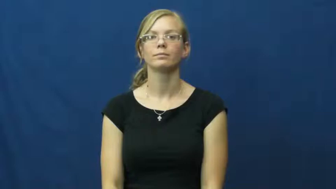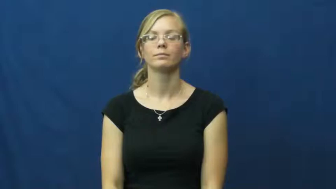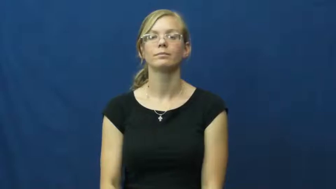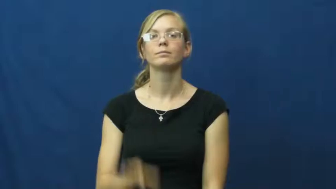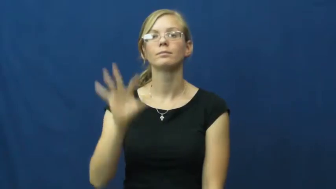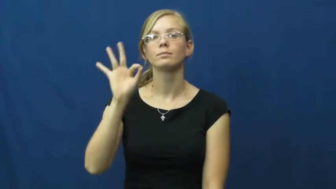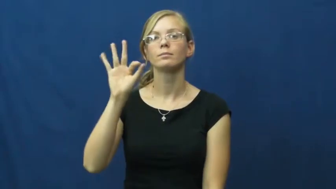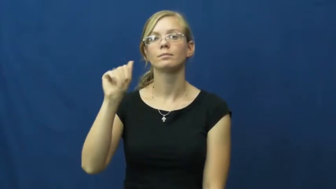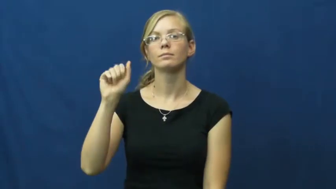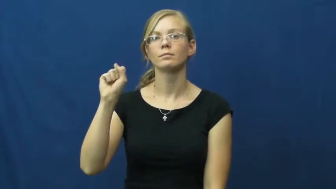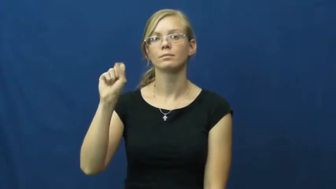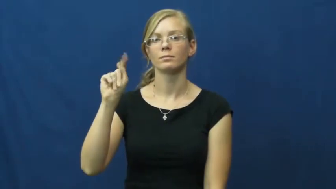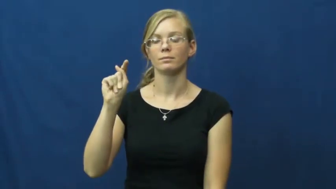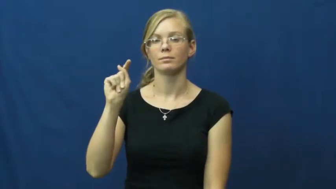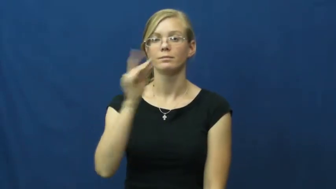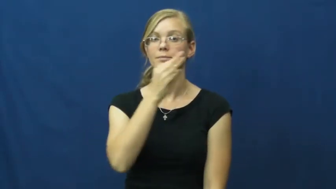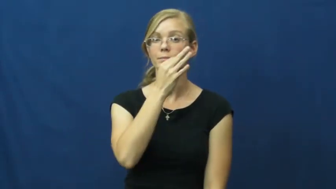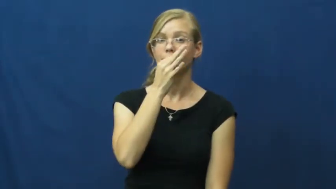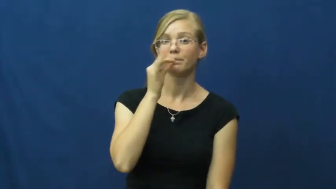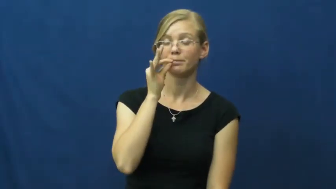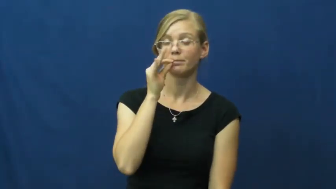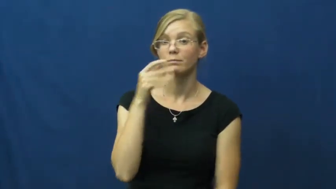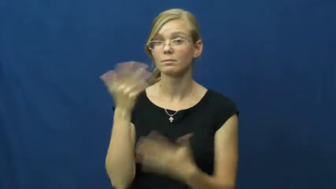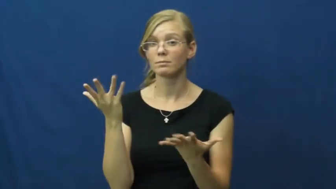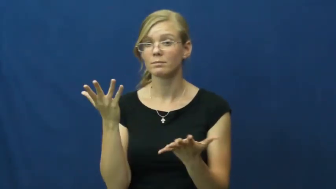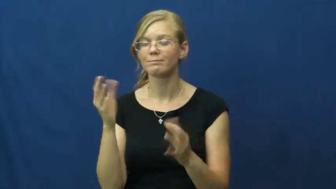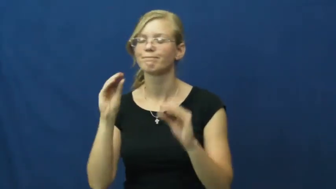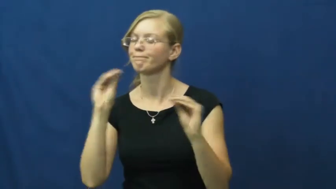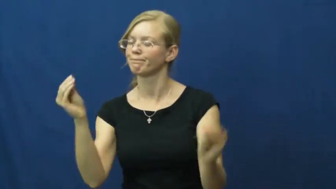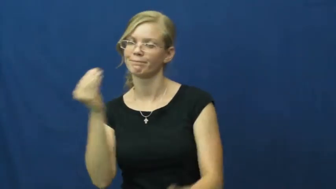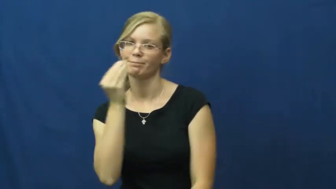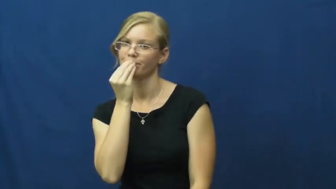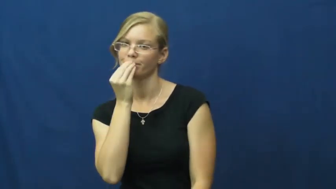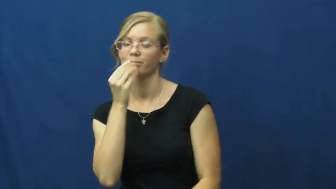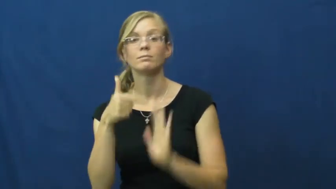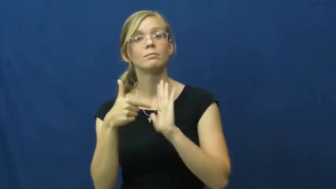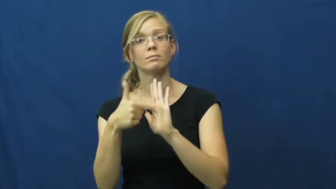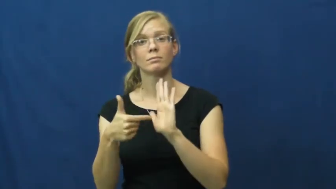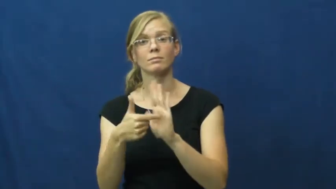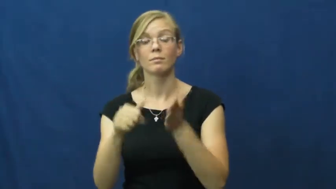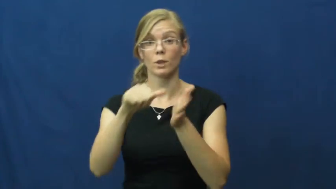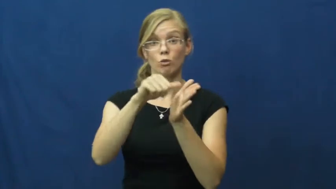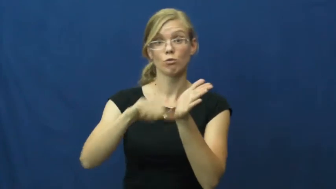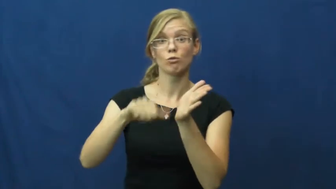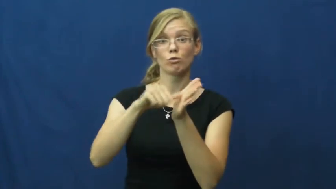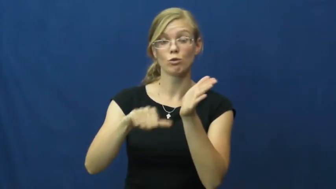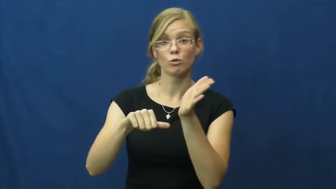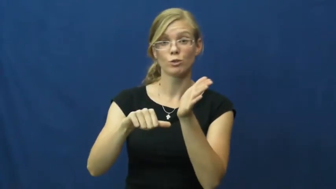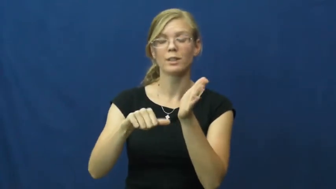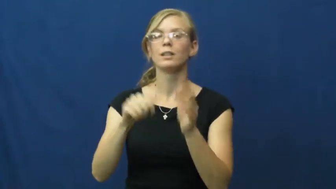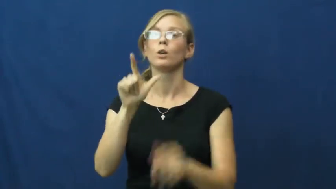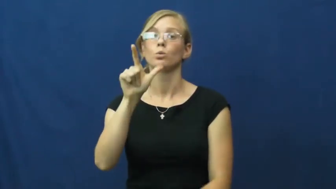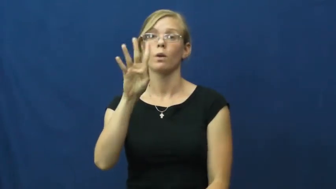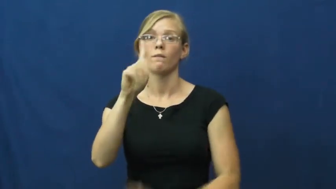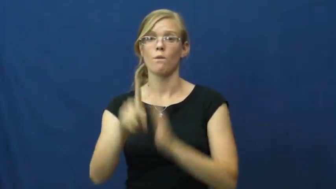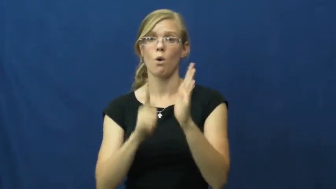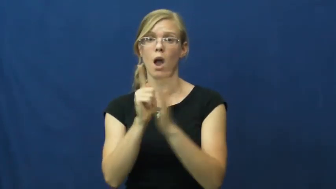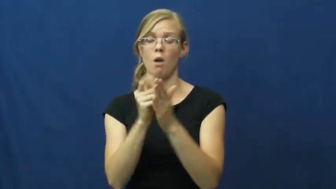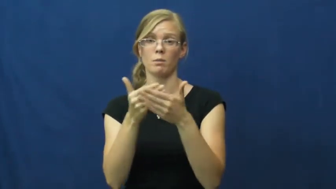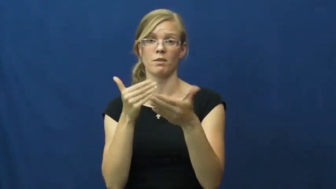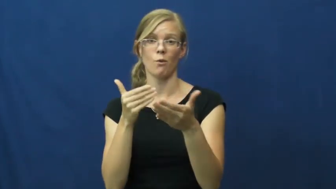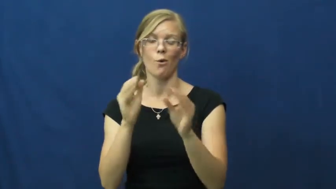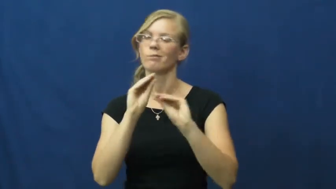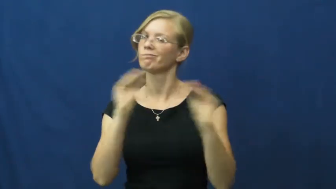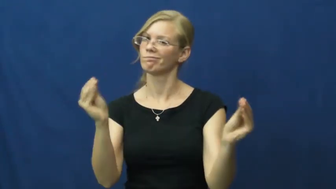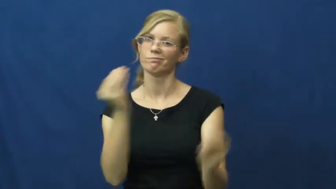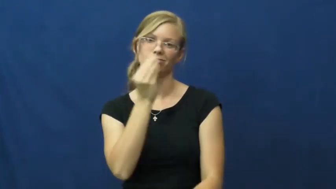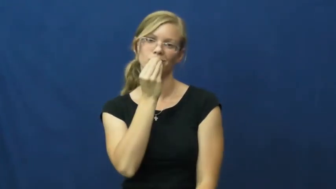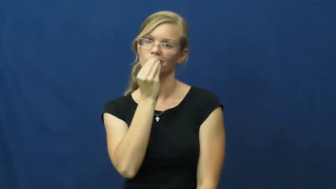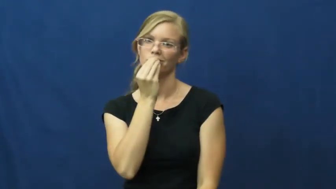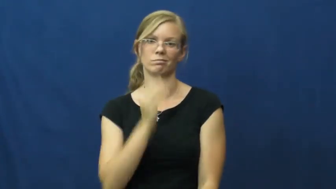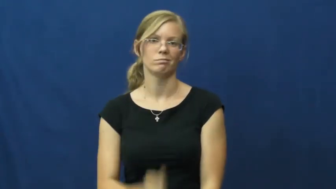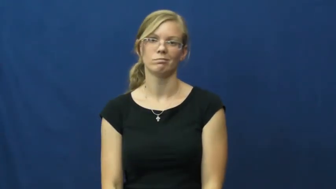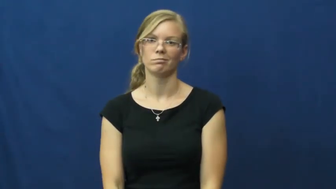fast-no food